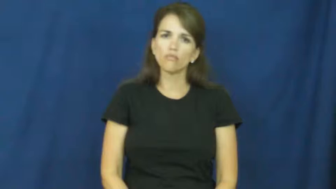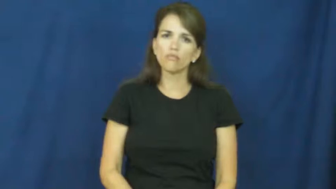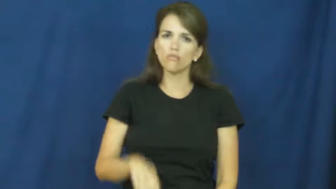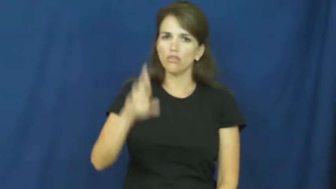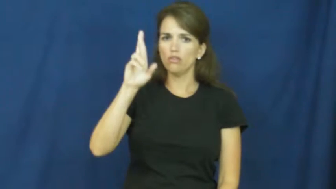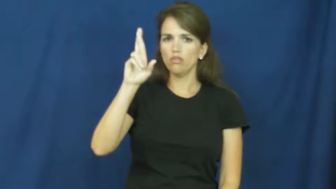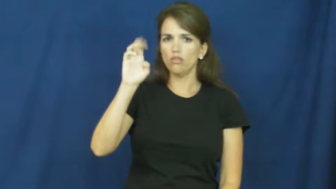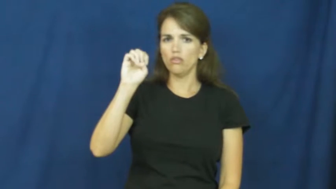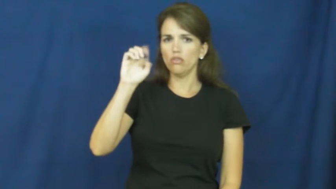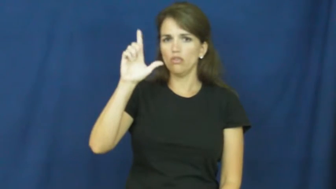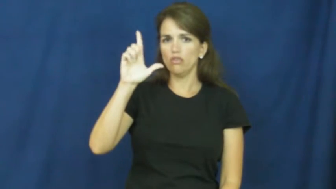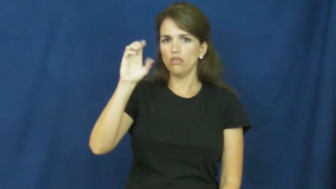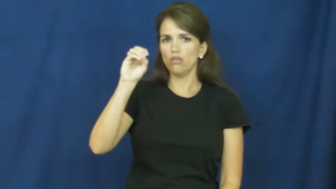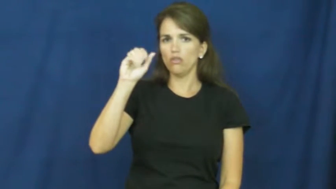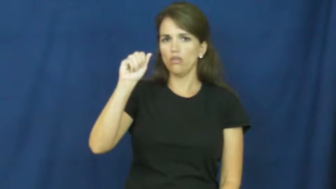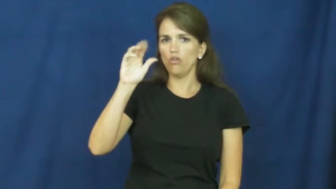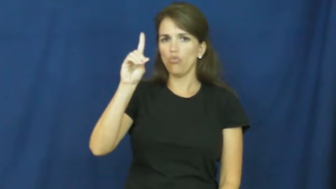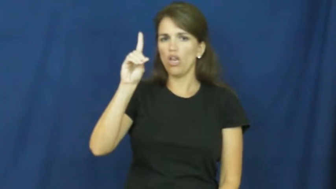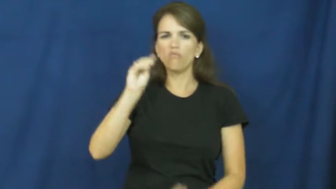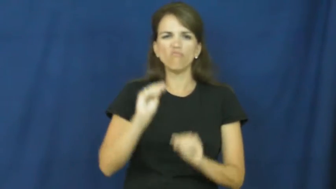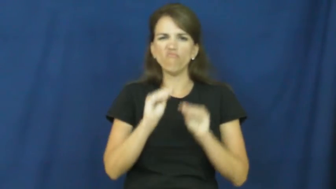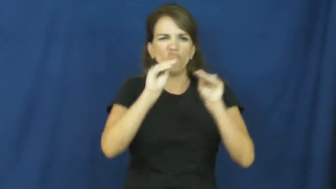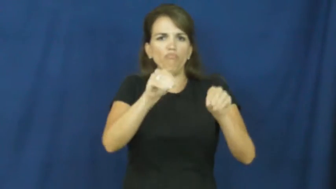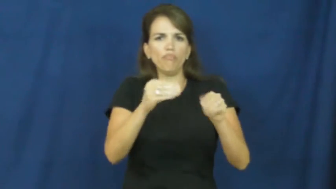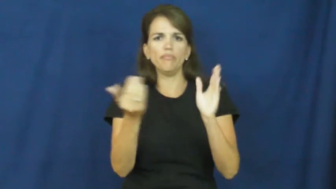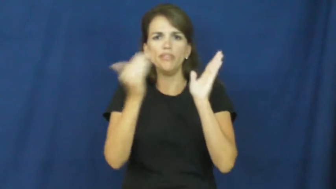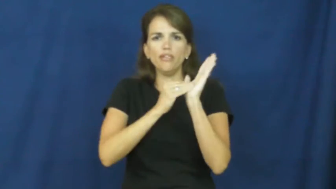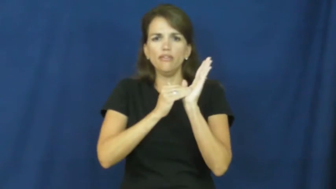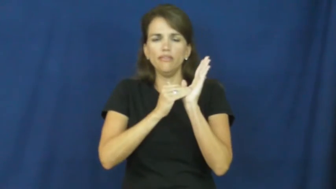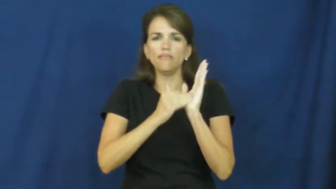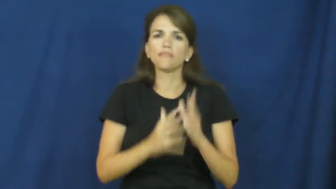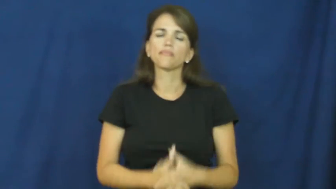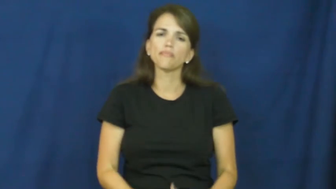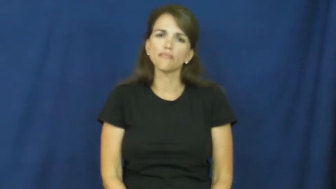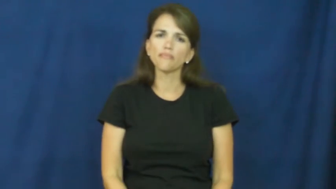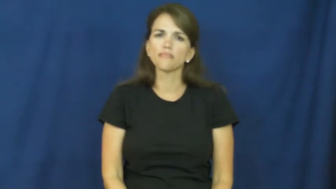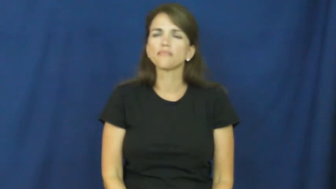reload